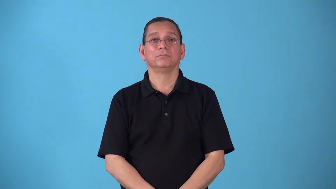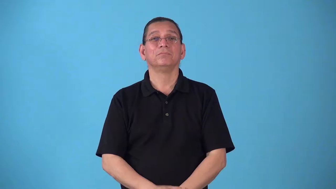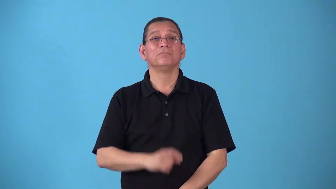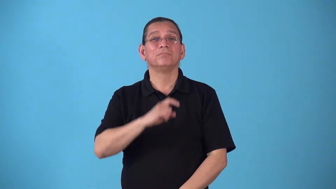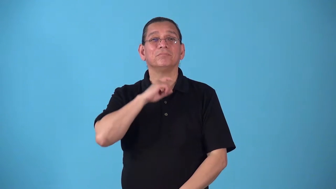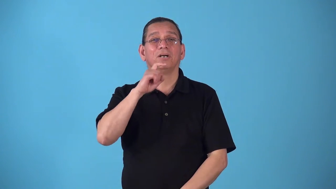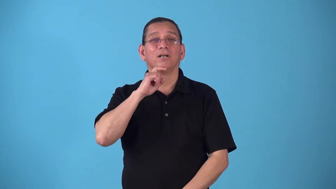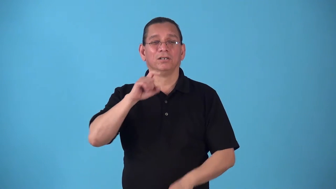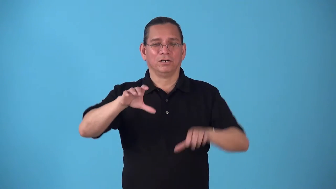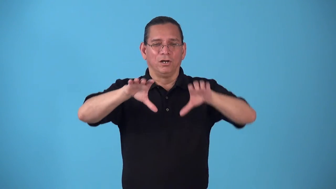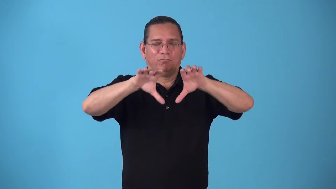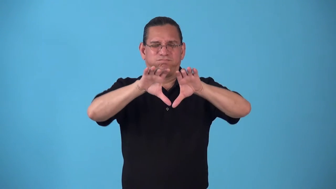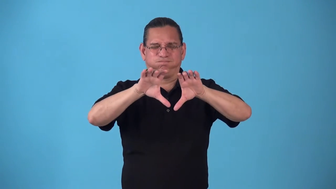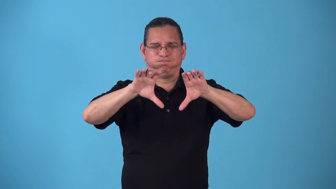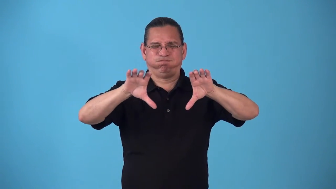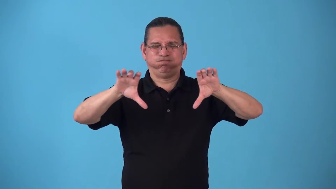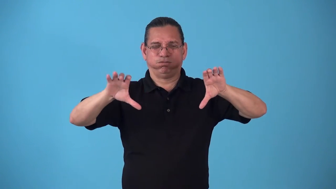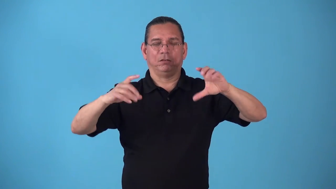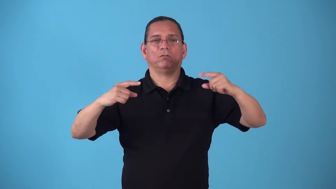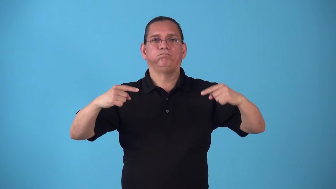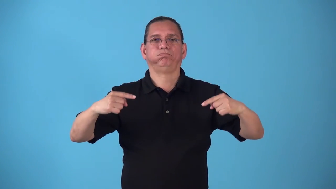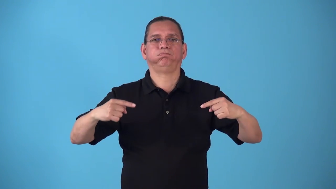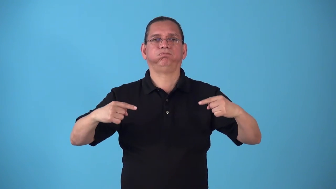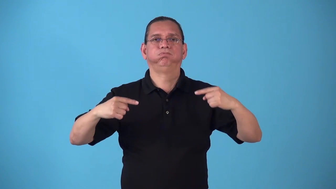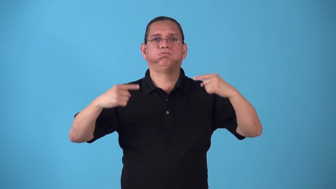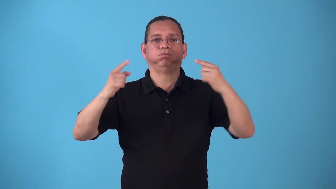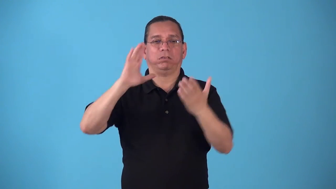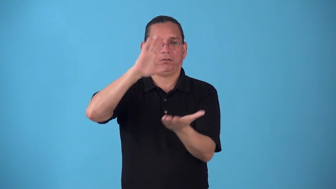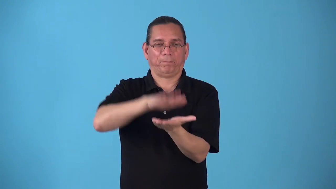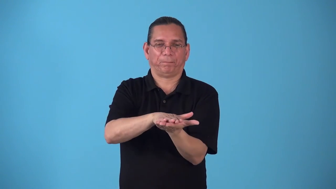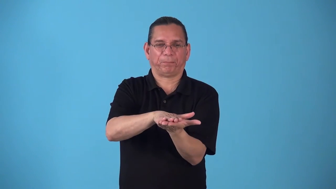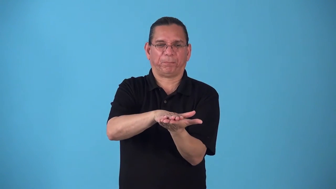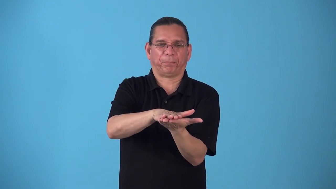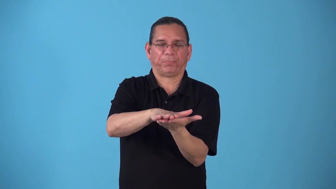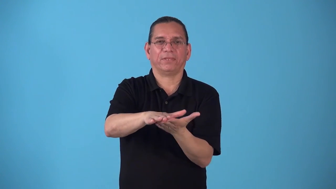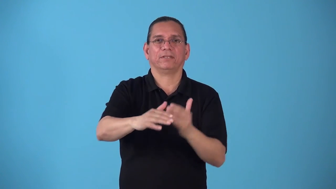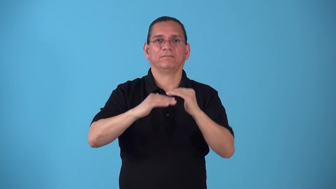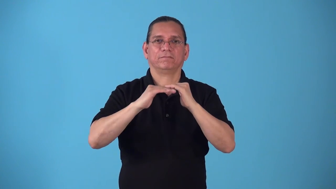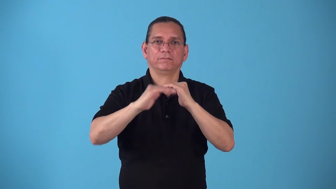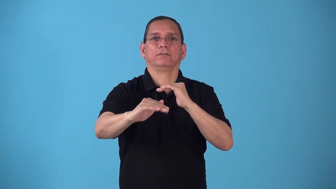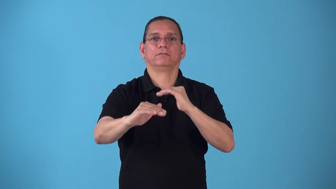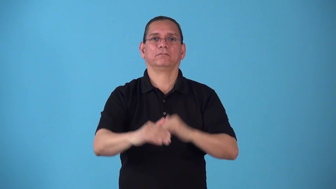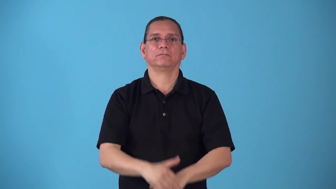steamroll-road